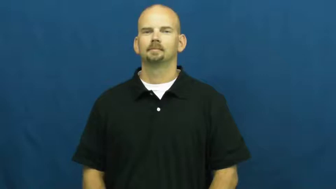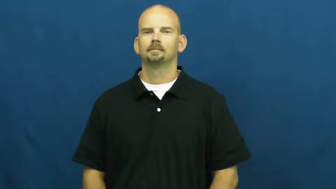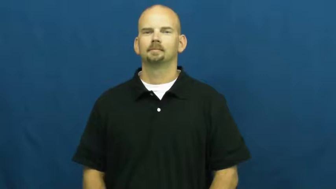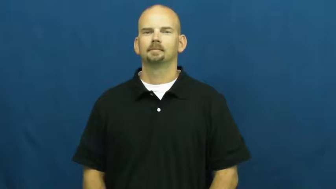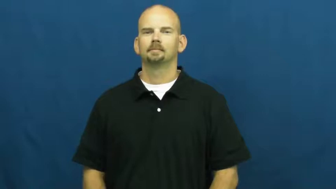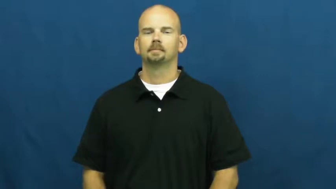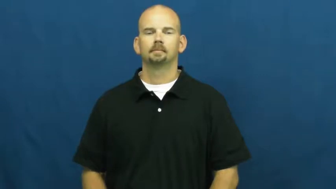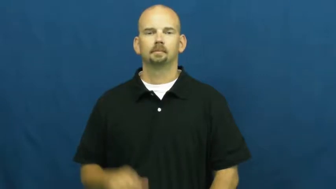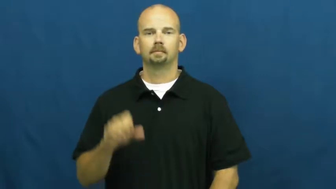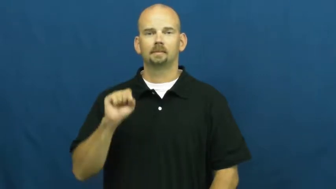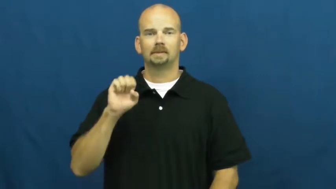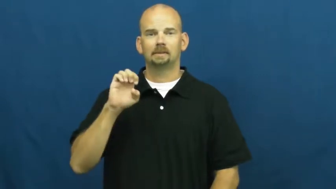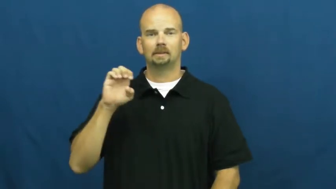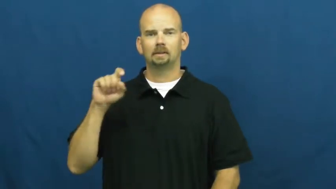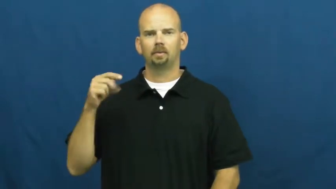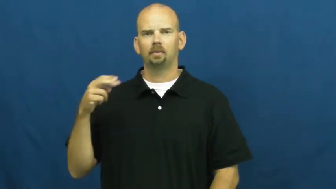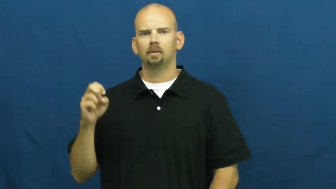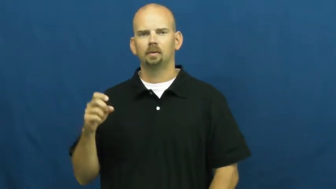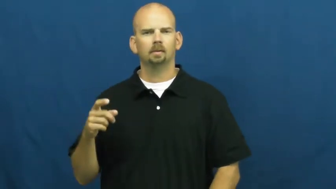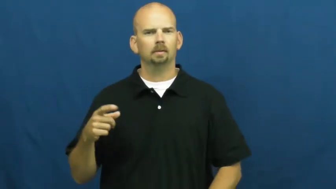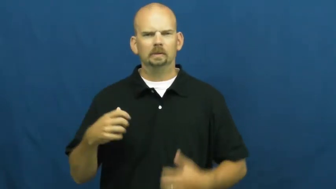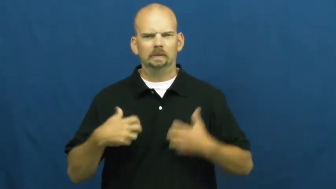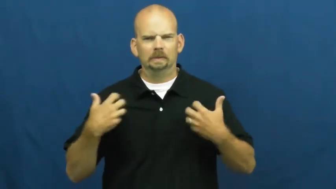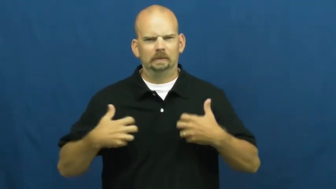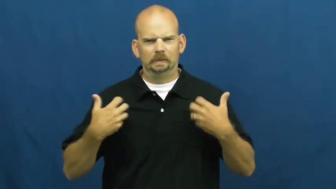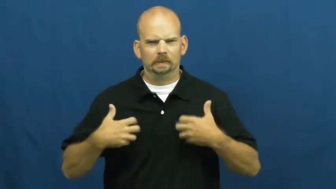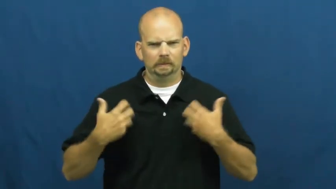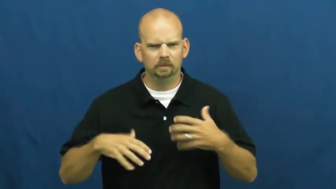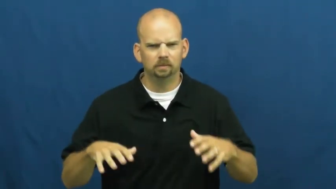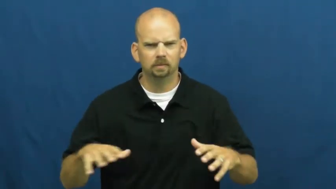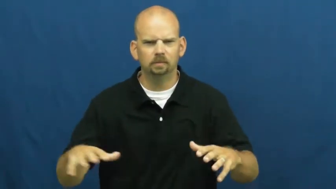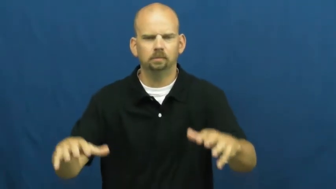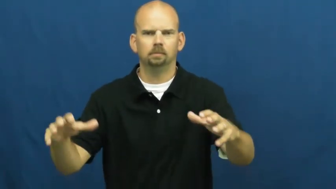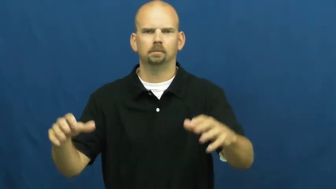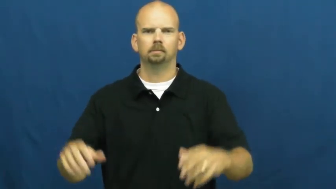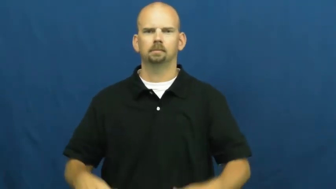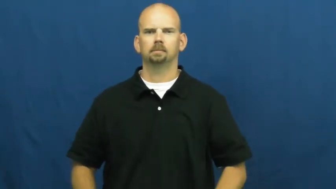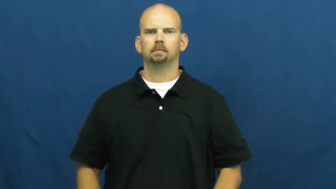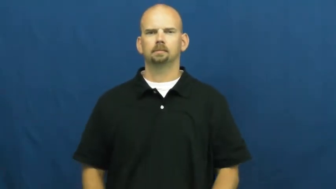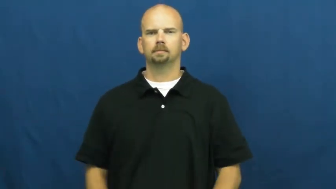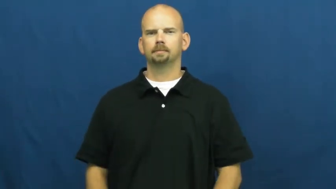seethe